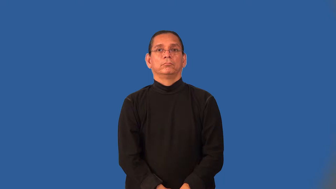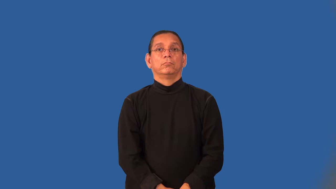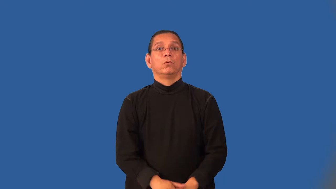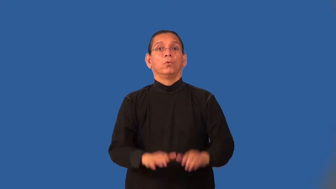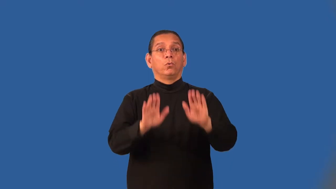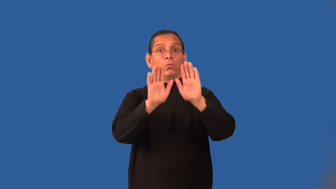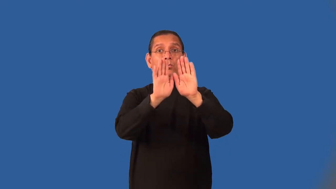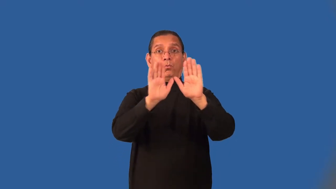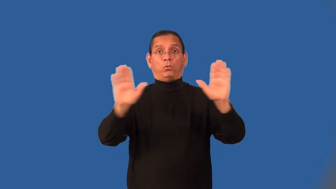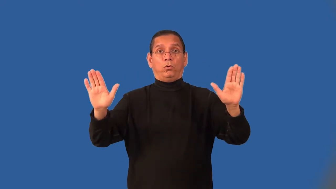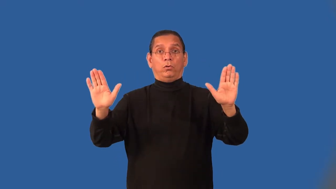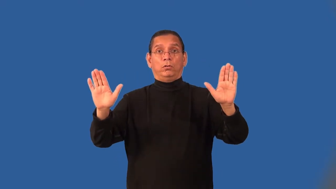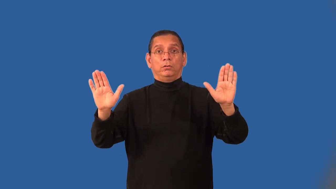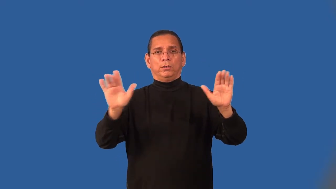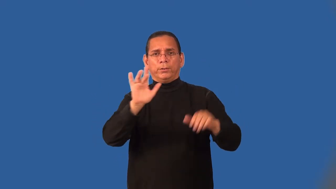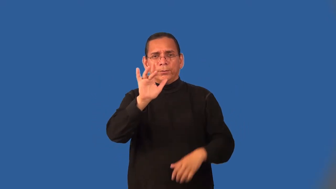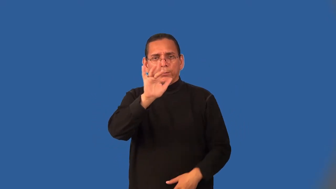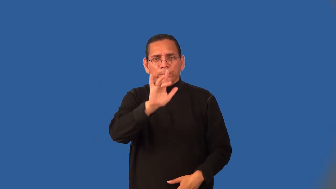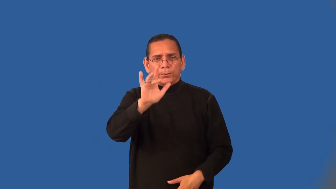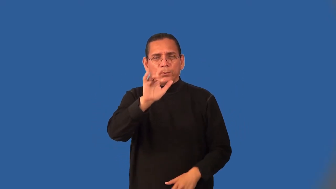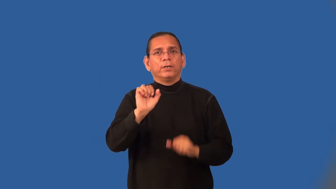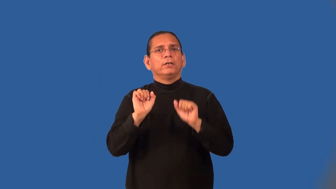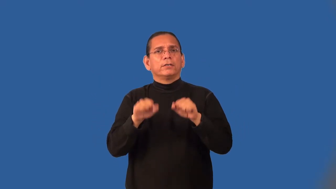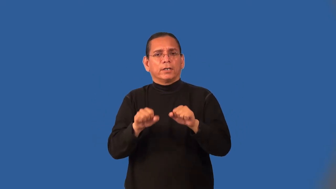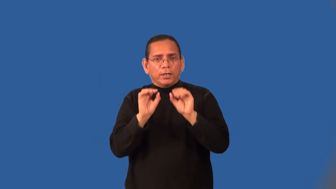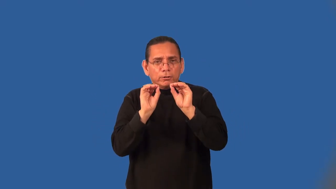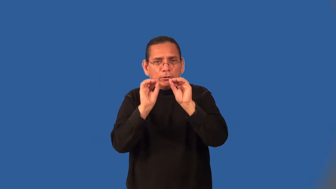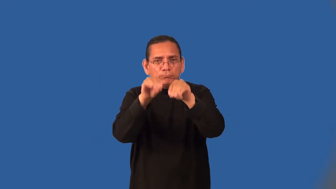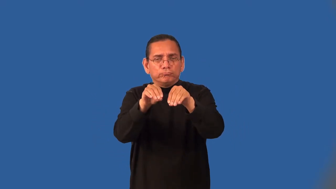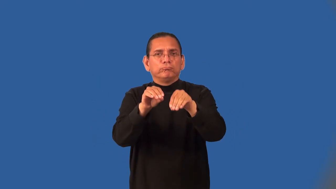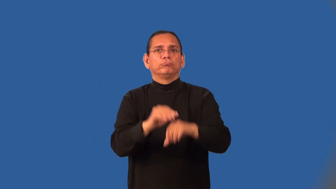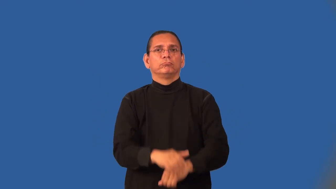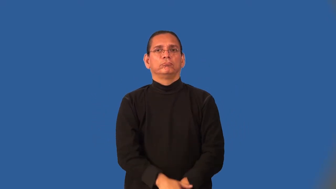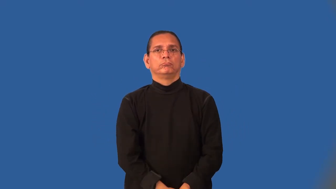niche,cubbyhole-small area